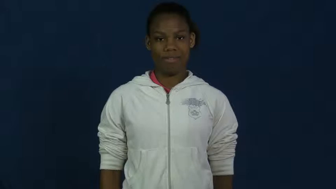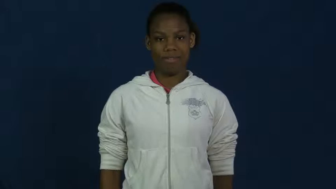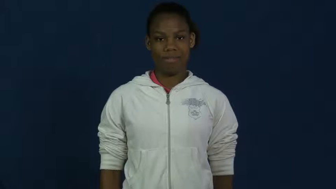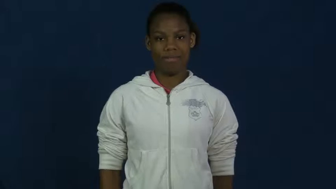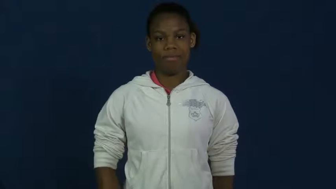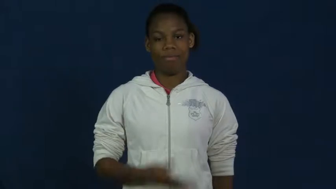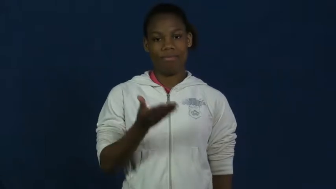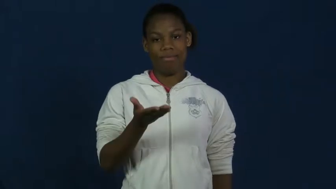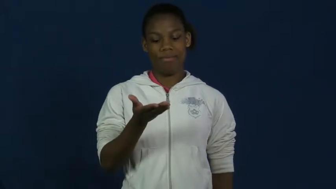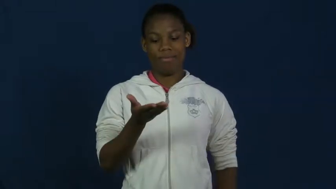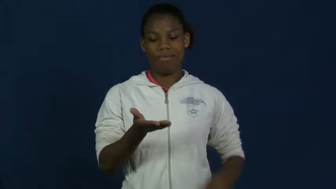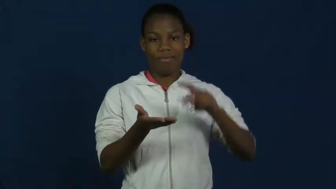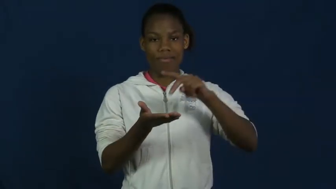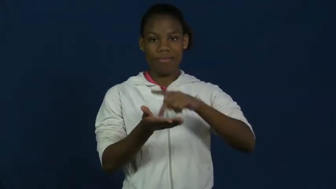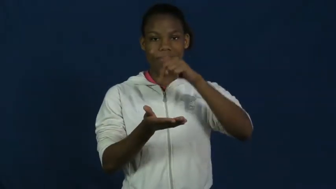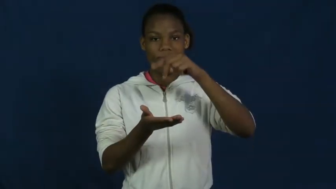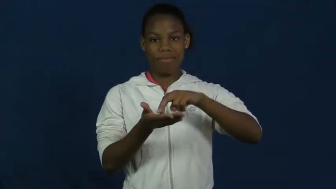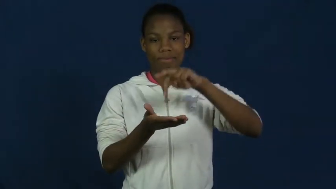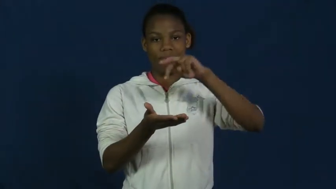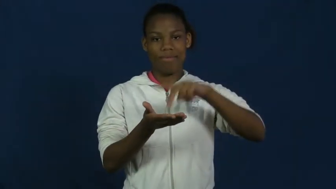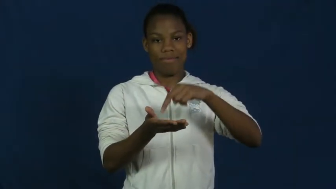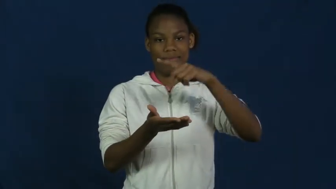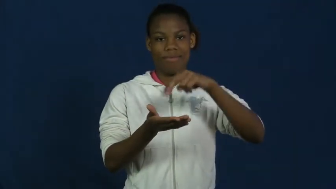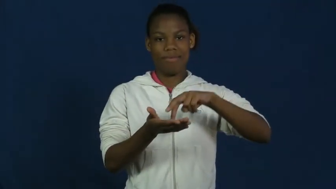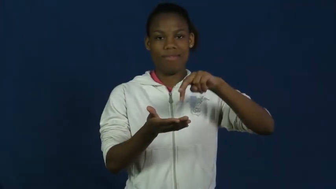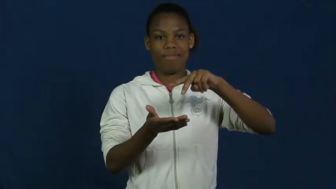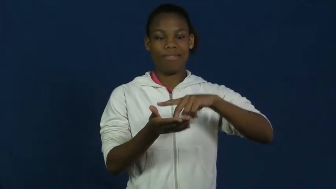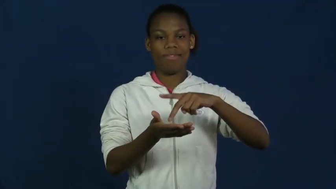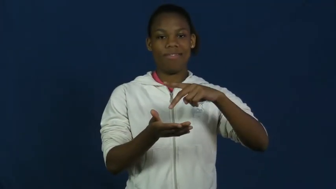skip,bounce-hop